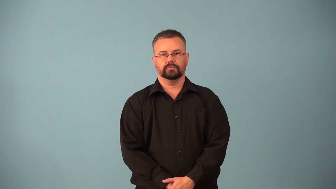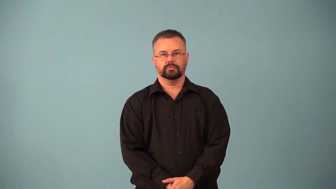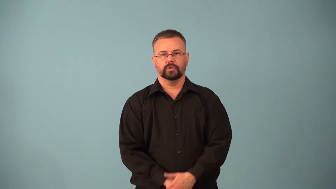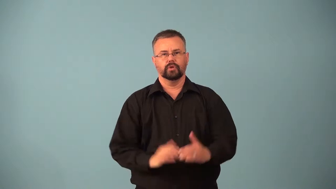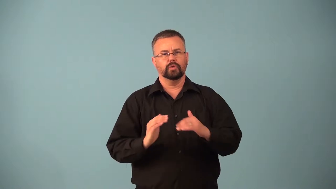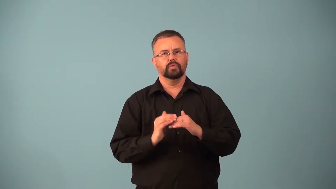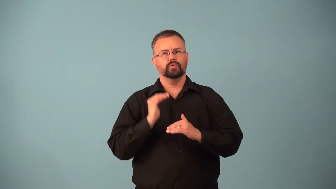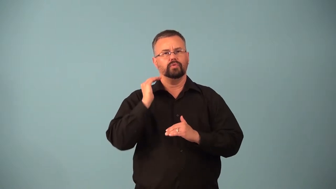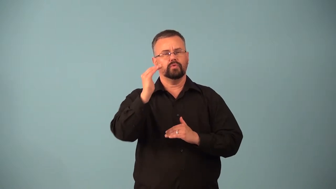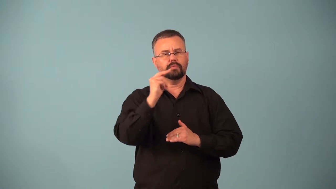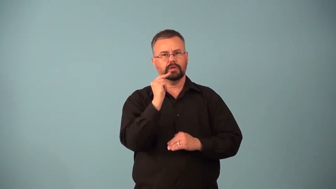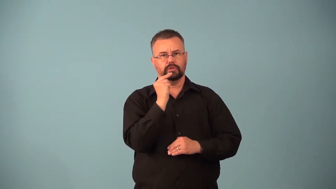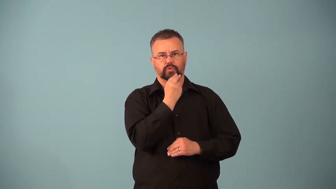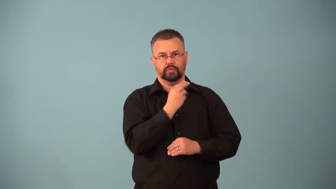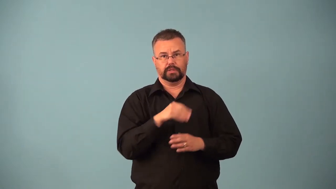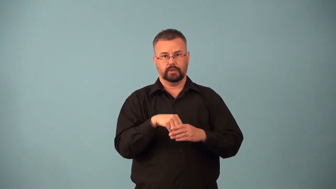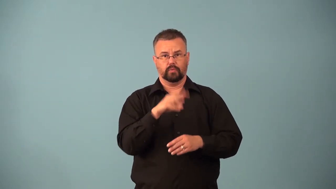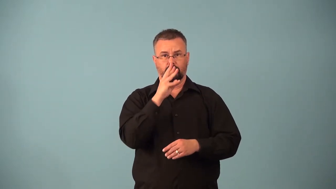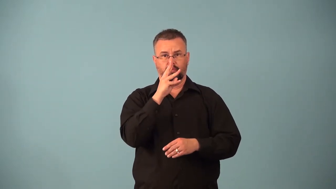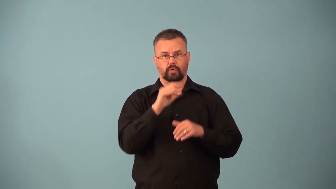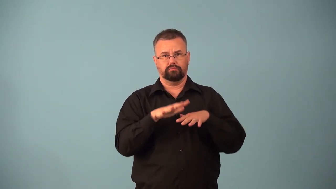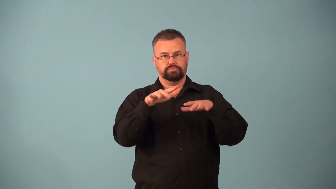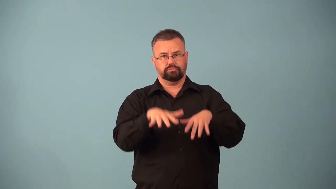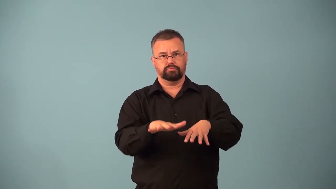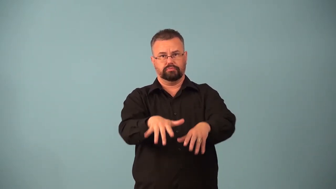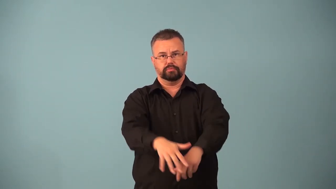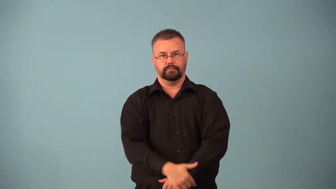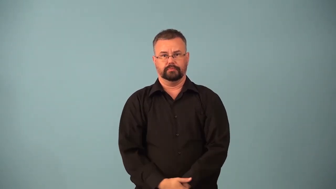eutrophication